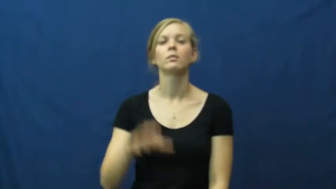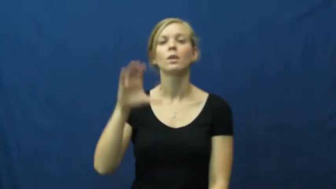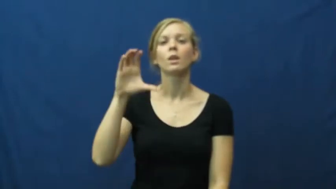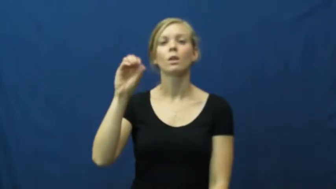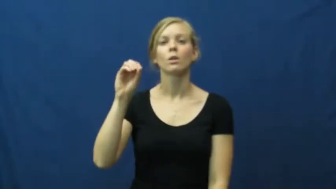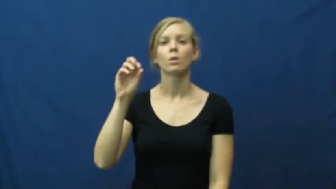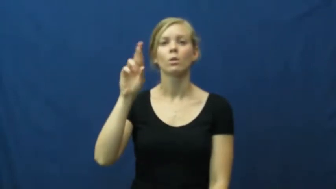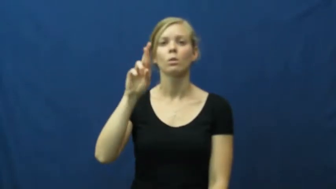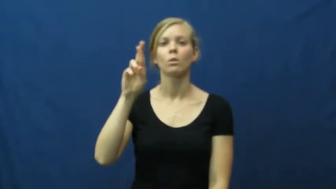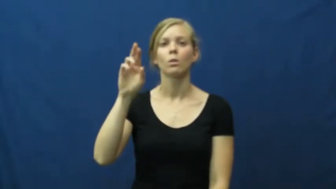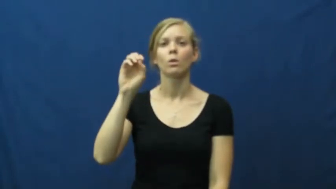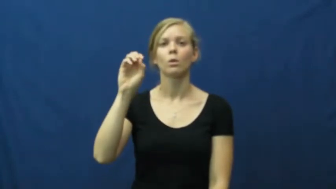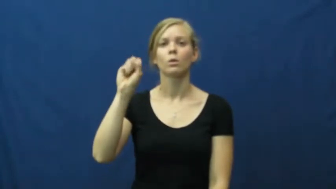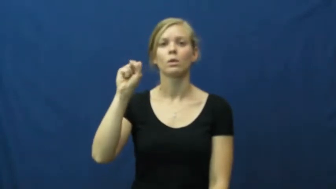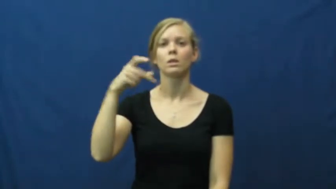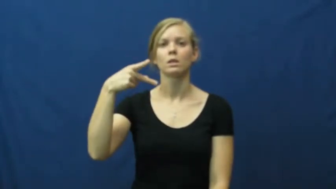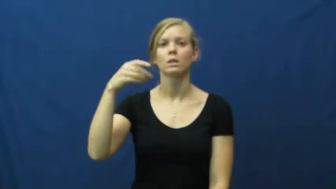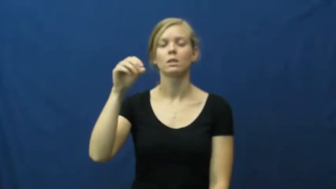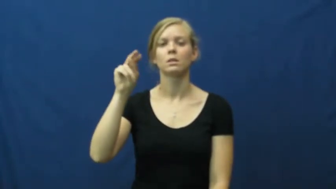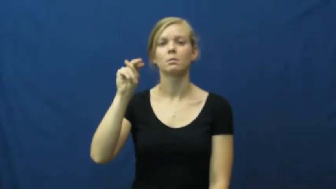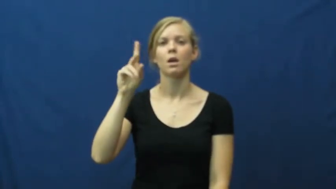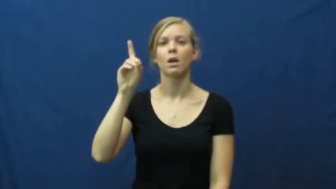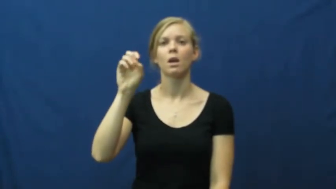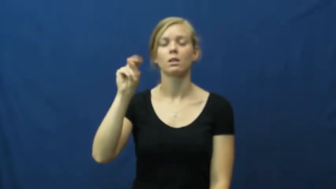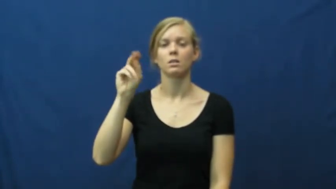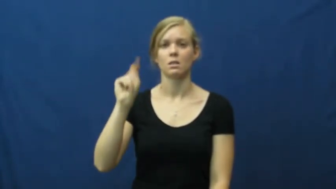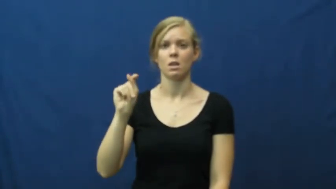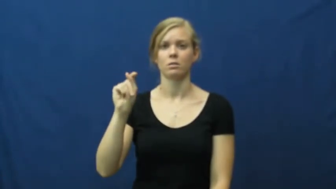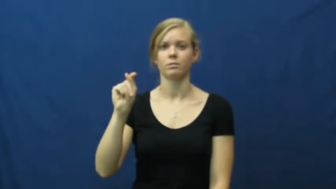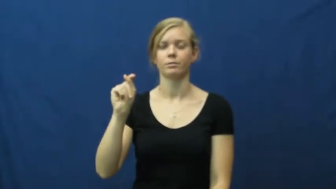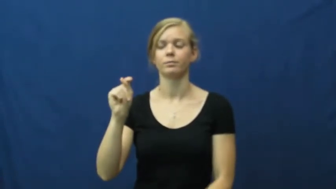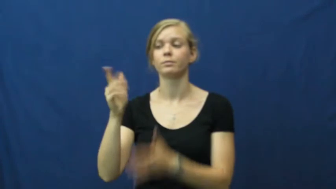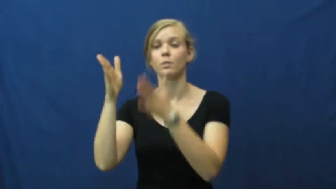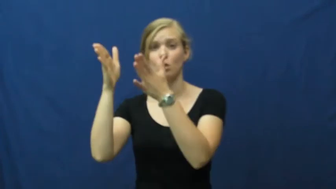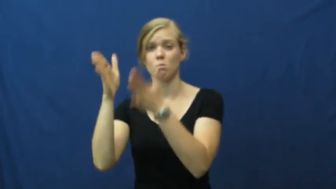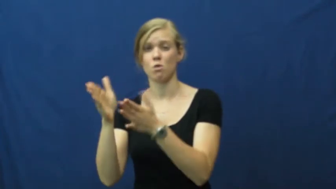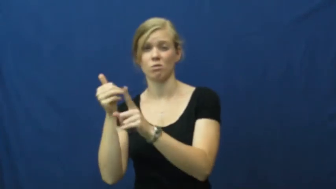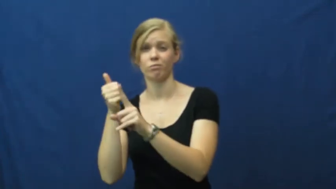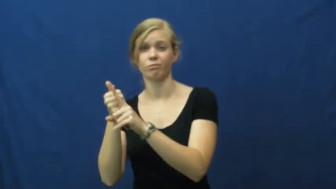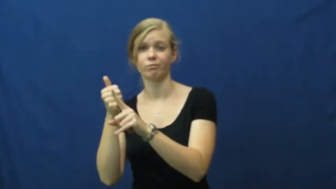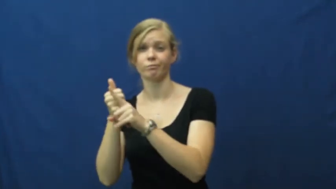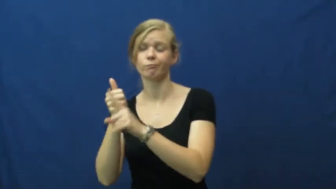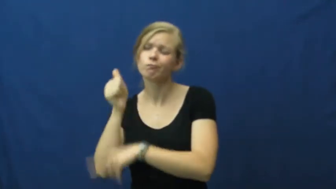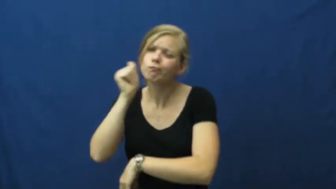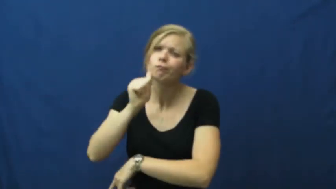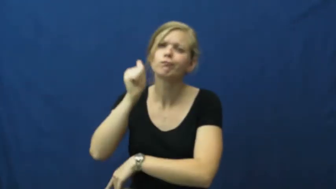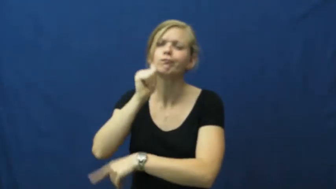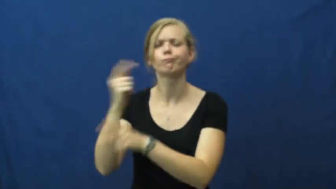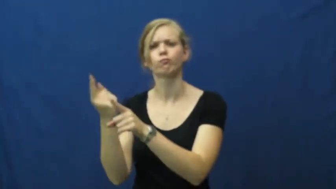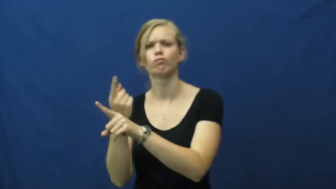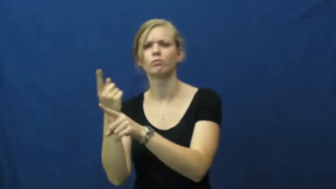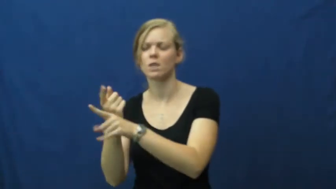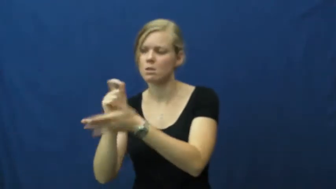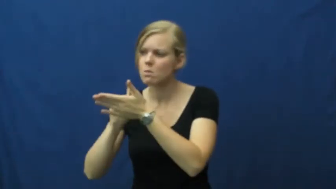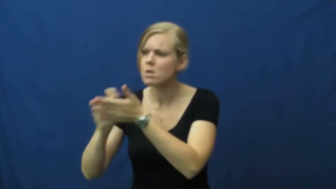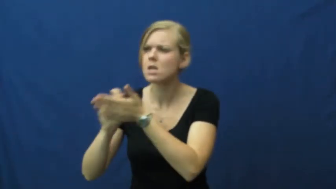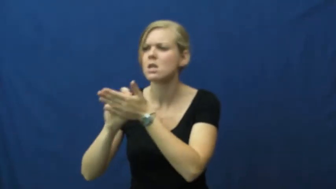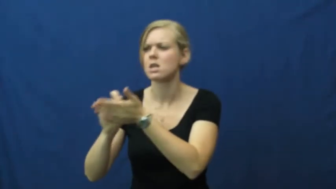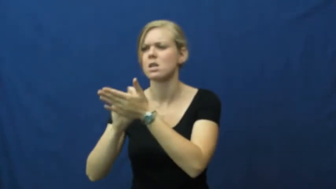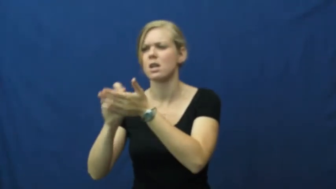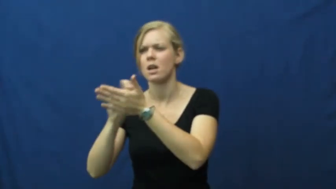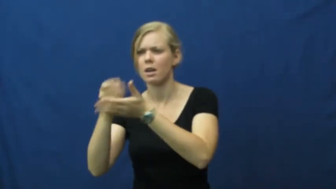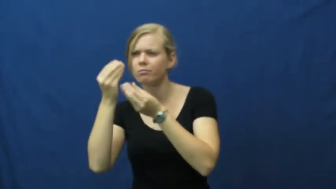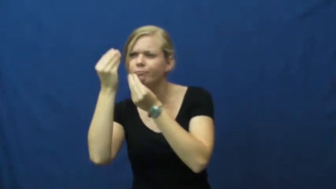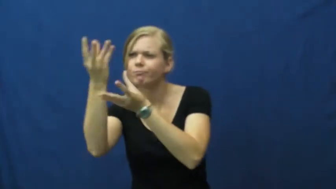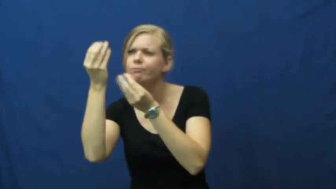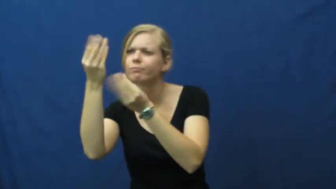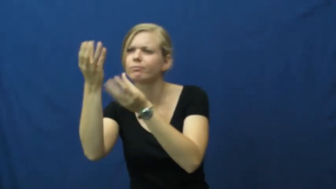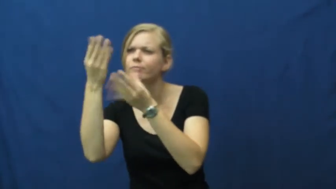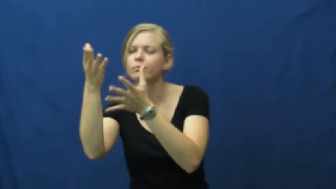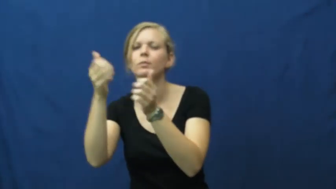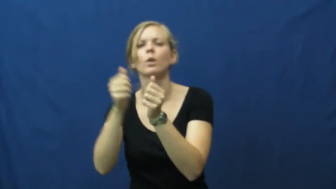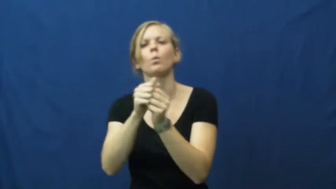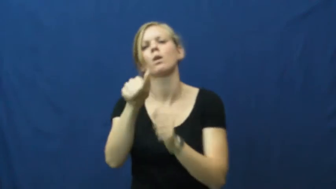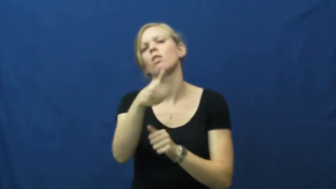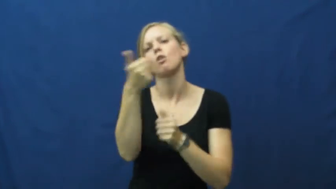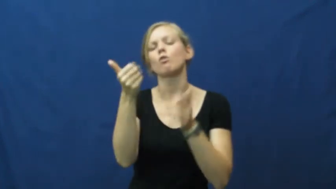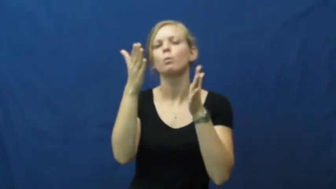correspondent